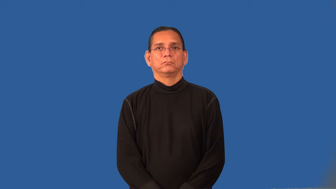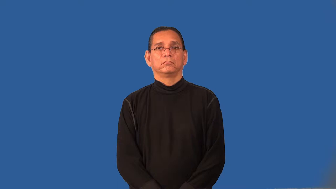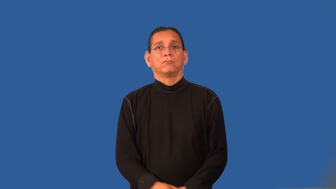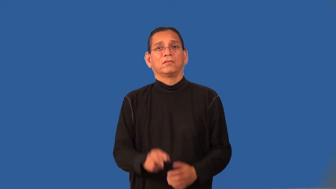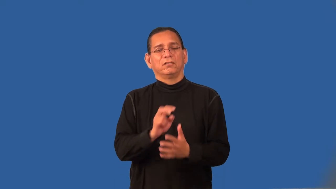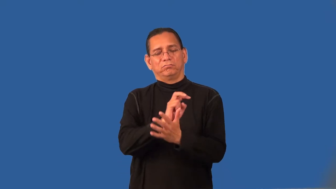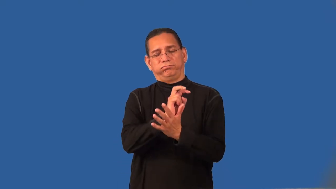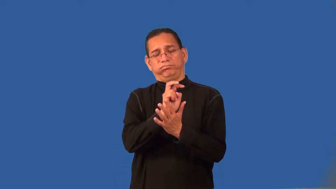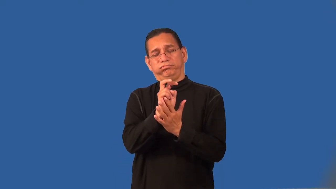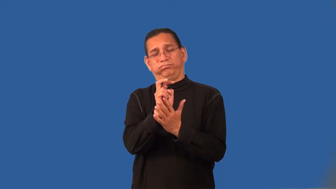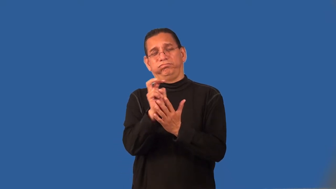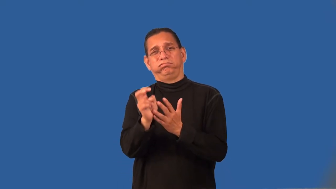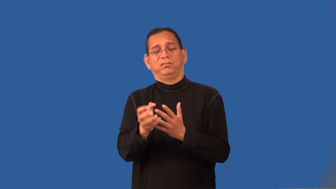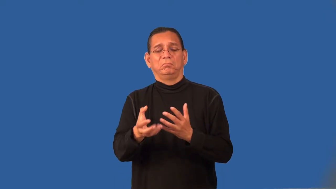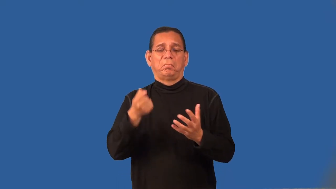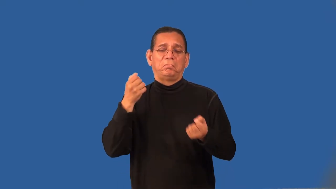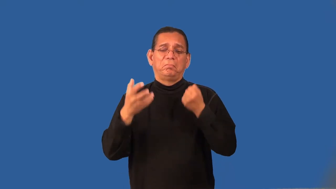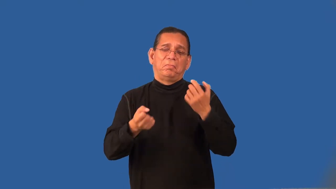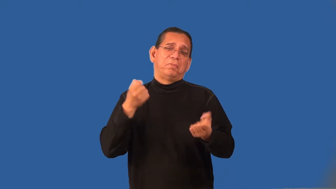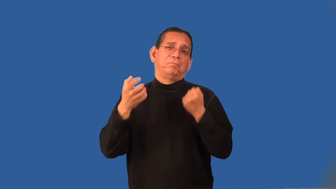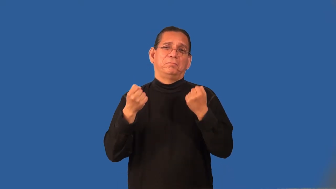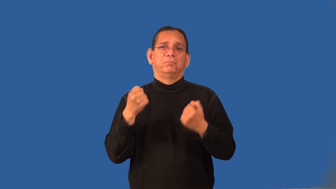rake-immoral man